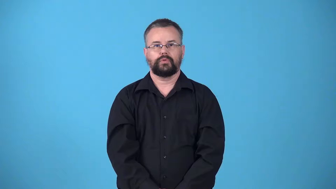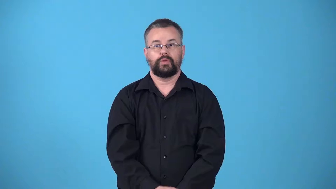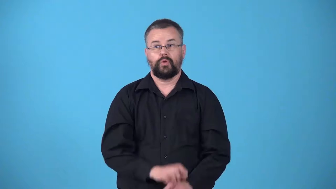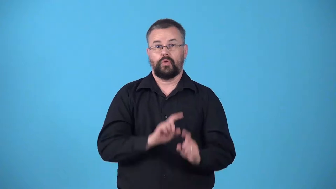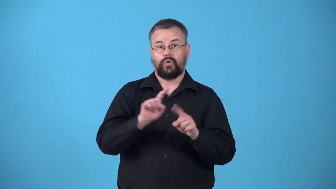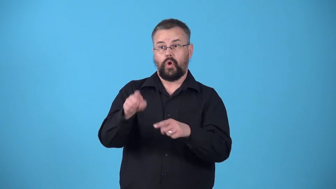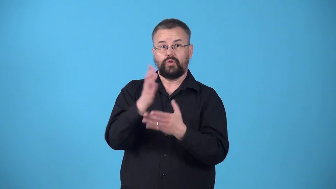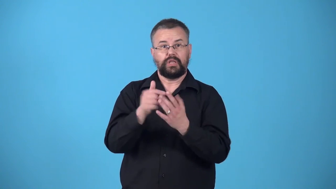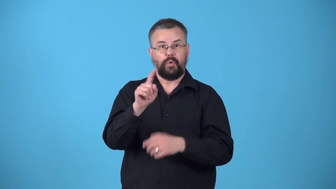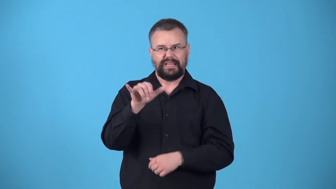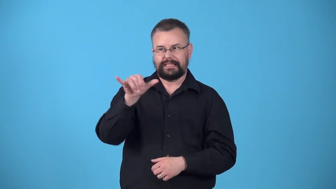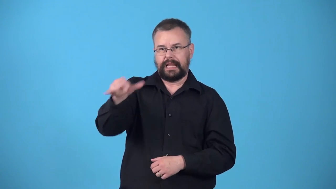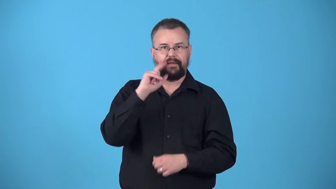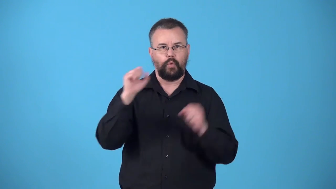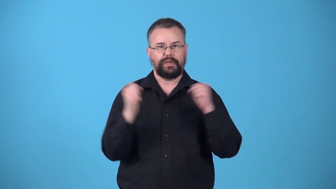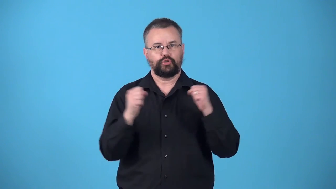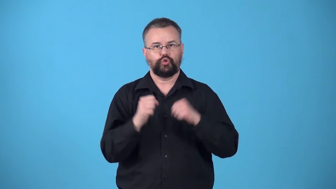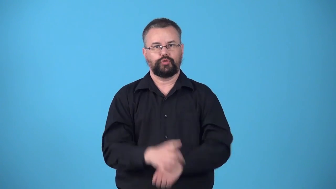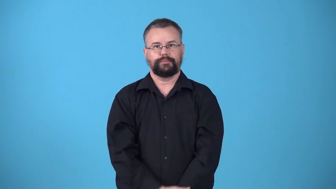winter-stay somewhere for the winter